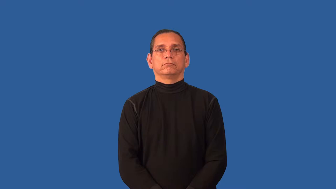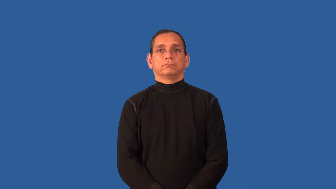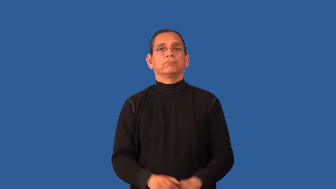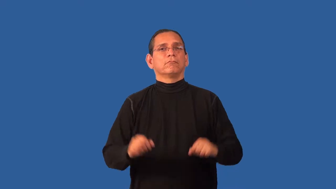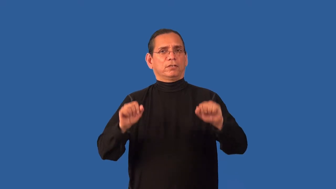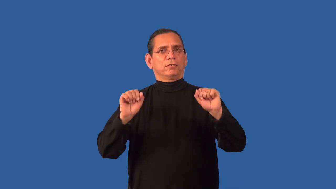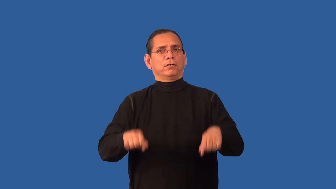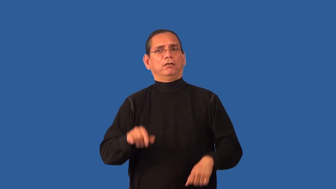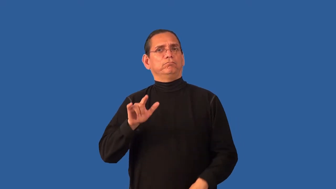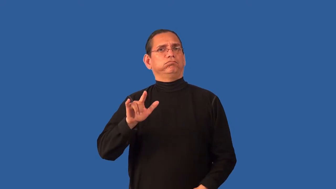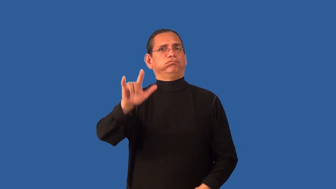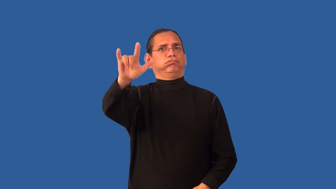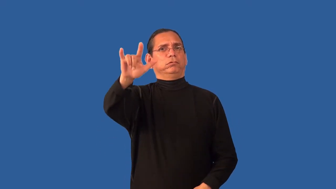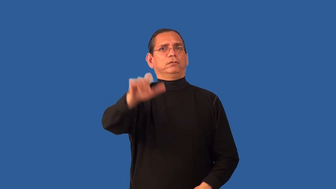airworthy